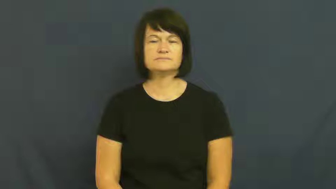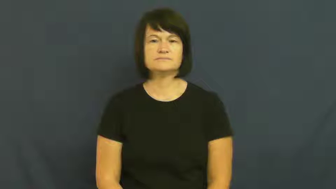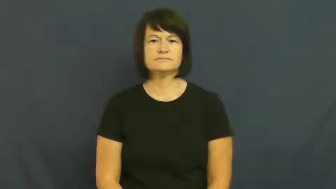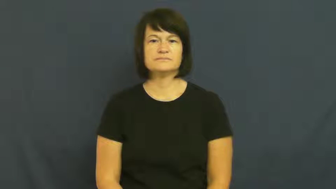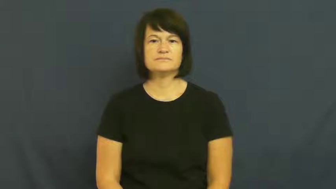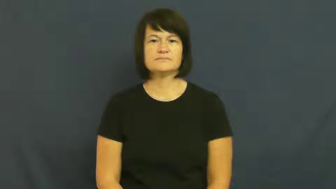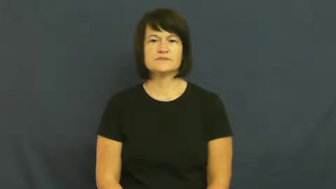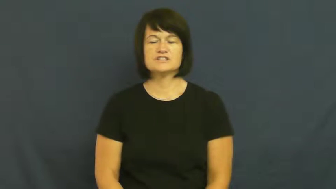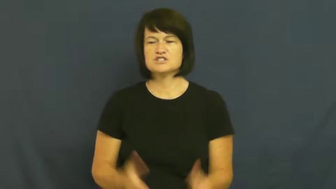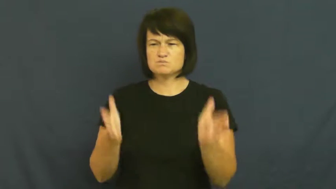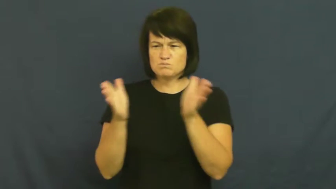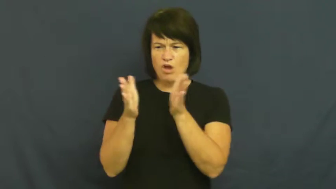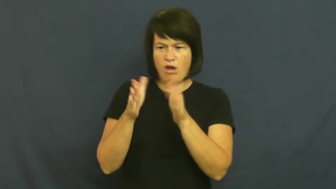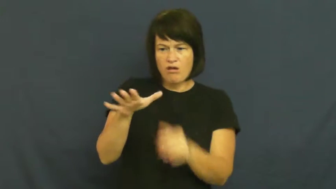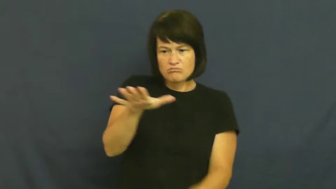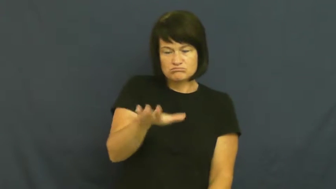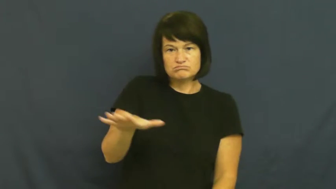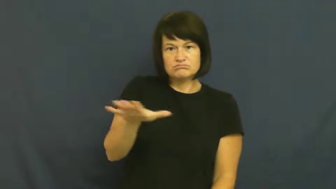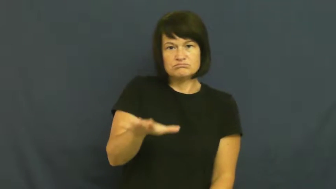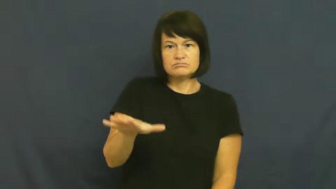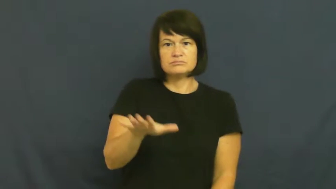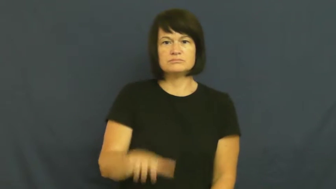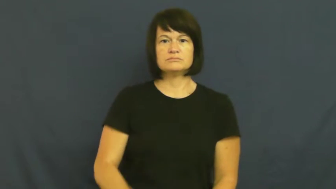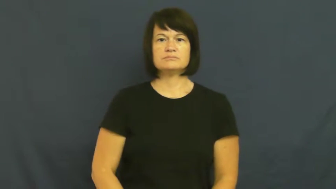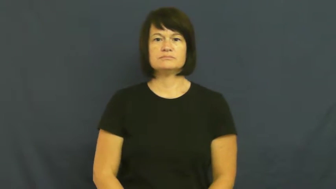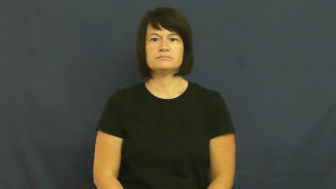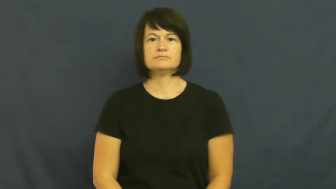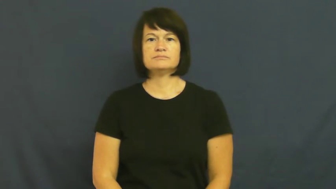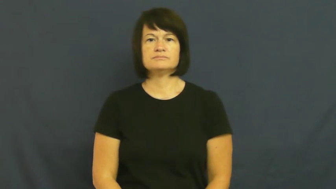pocket,space-small area